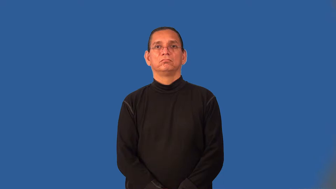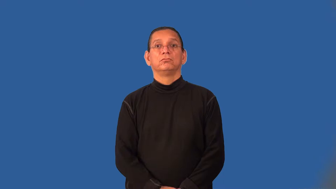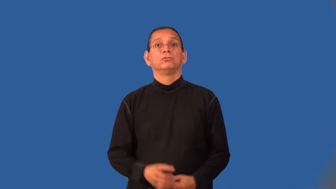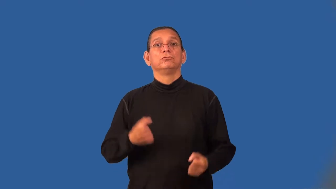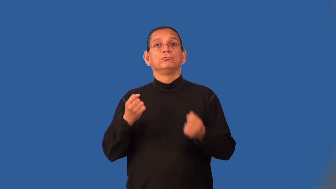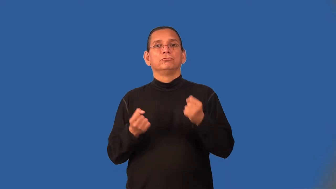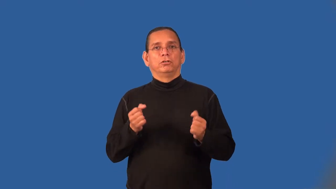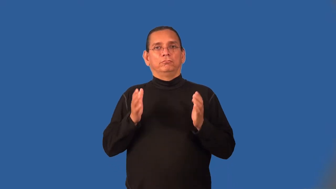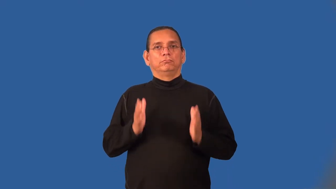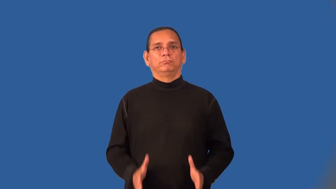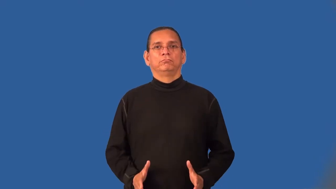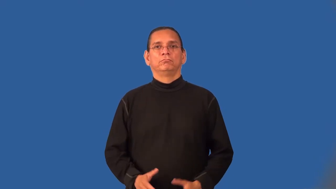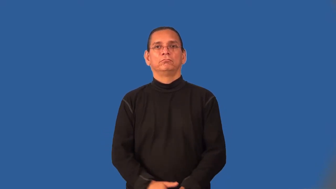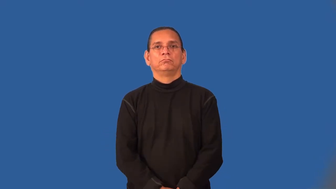motorist,motorman